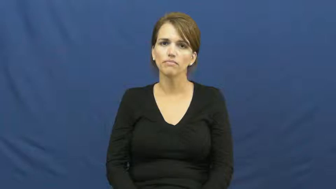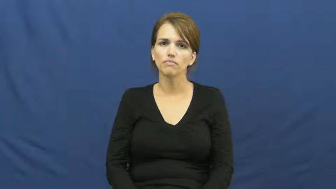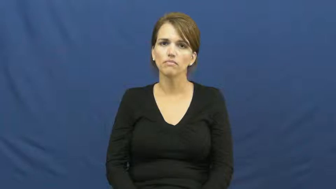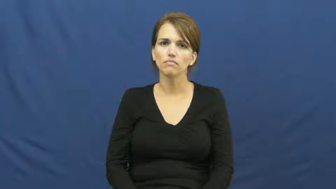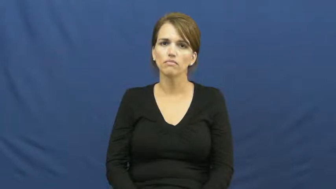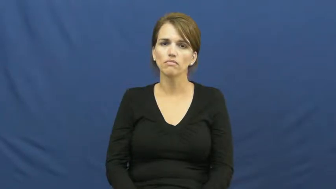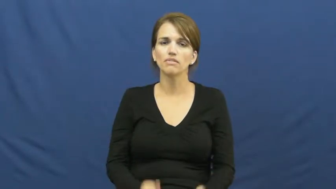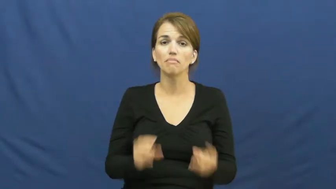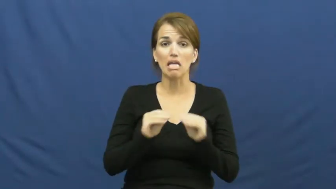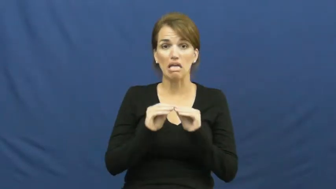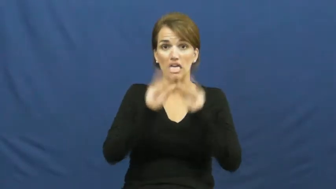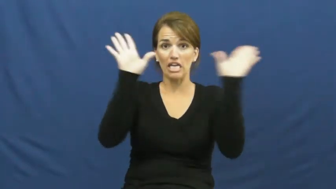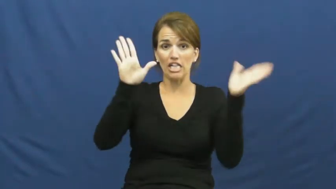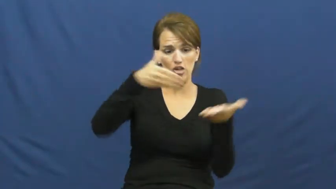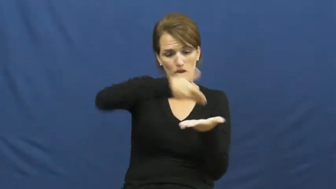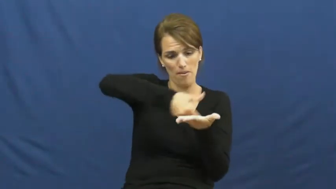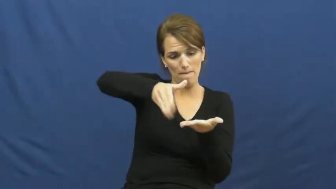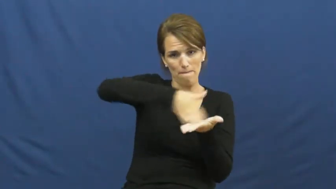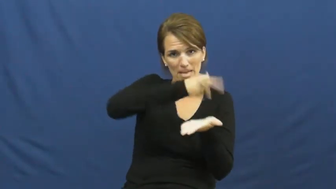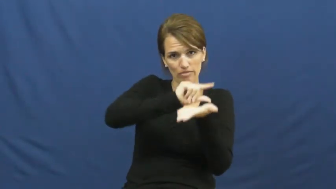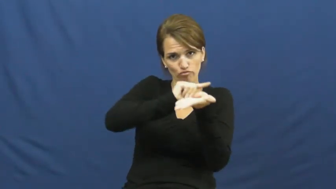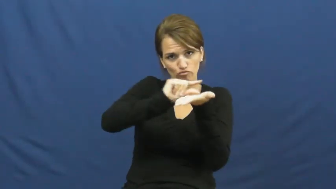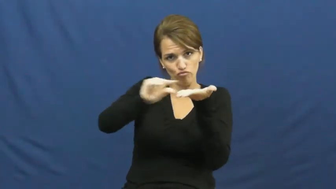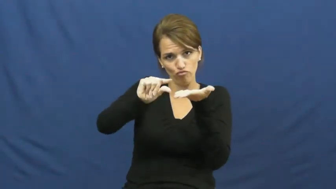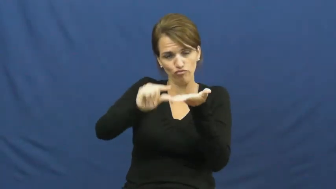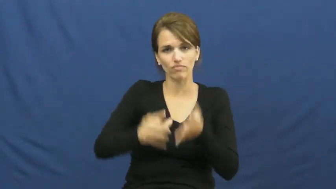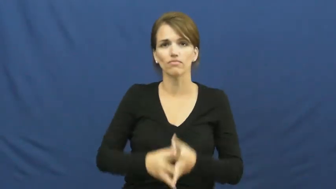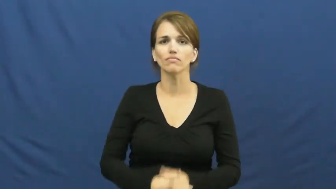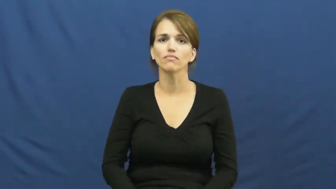lacquer